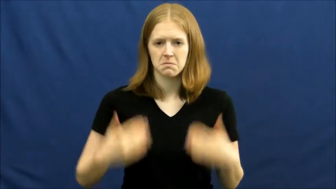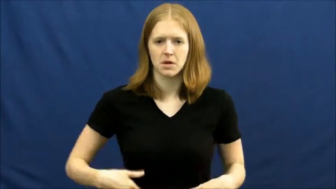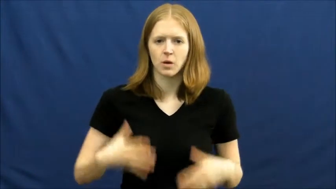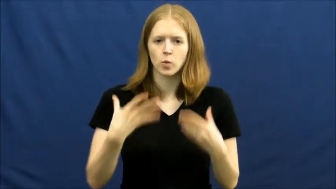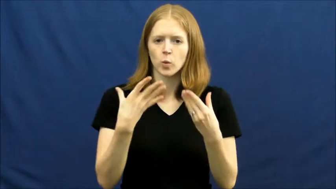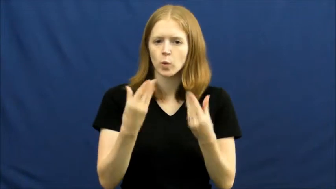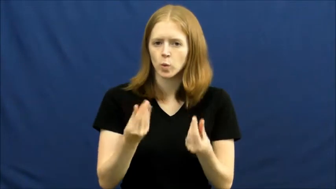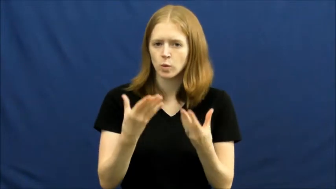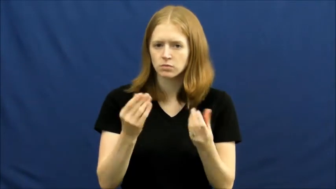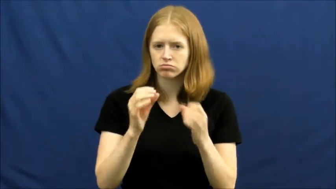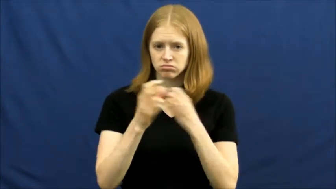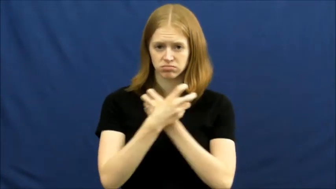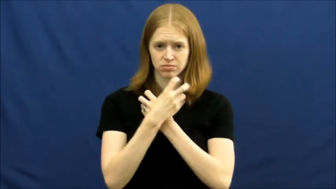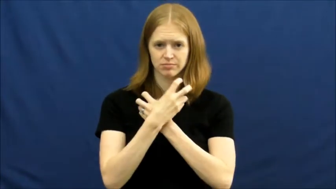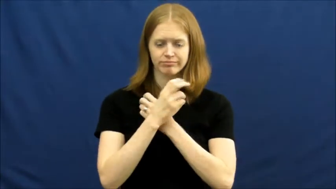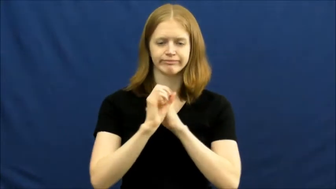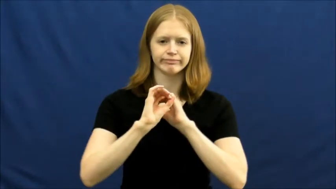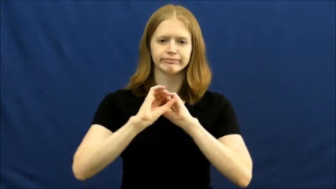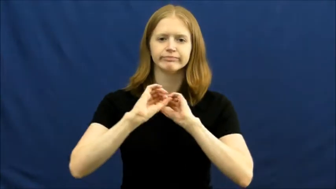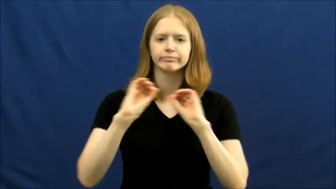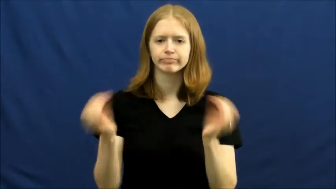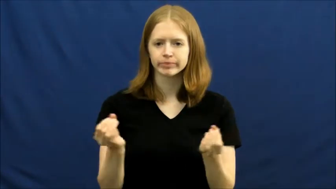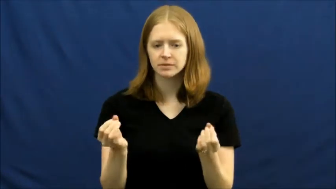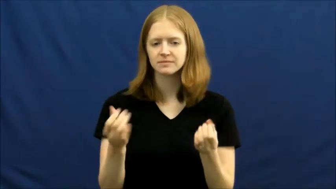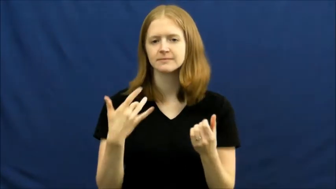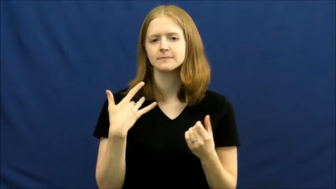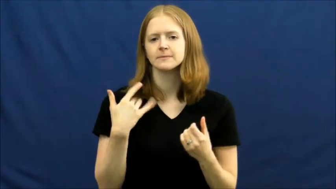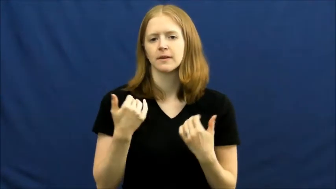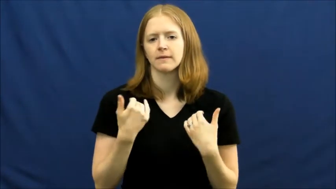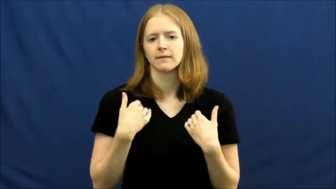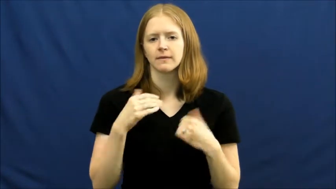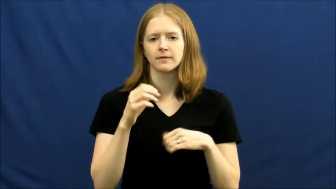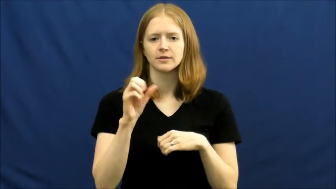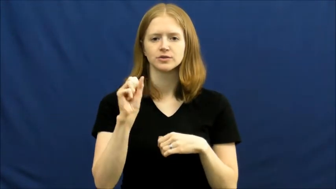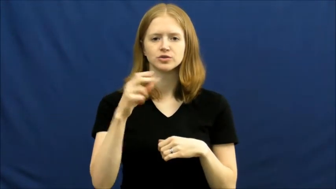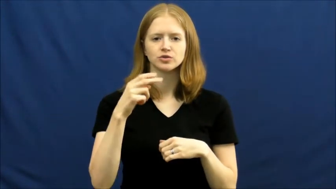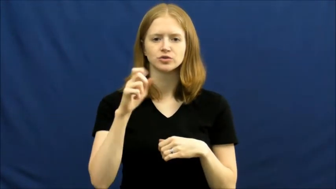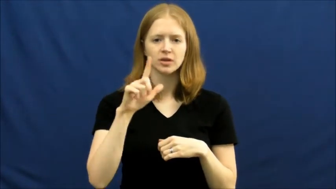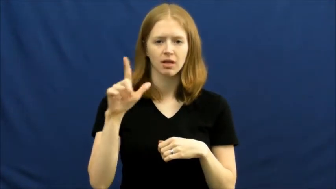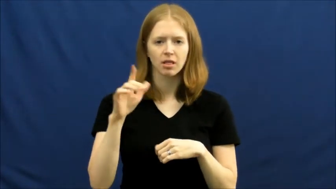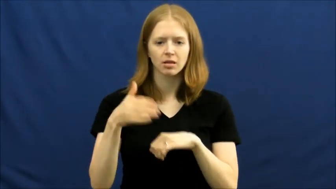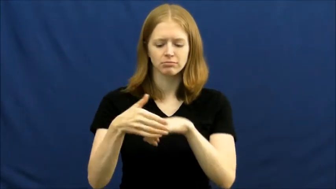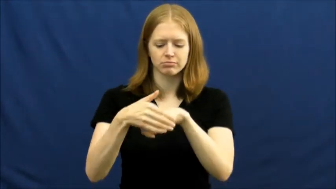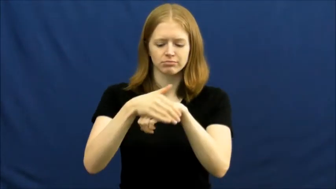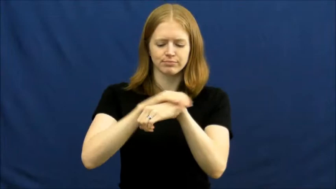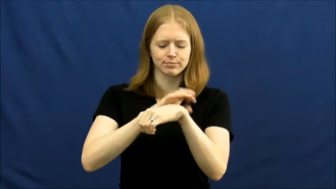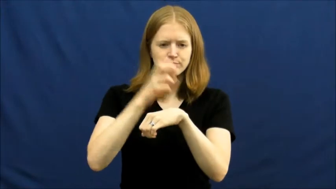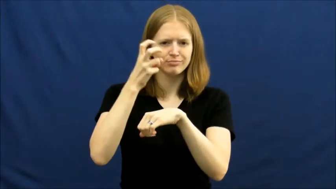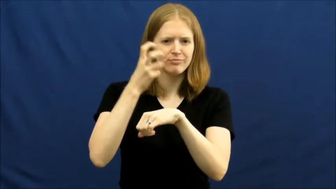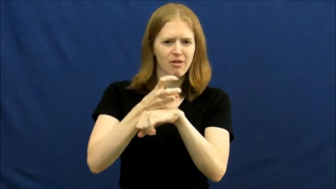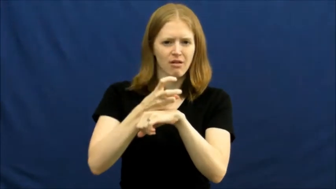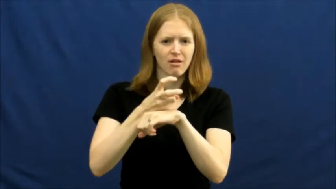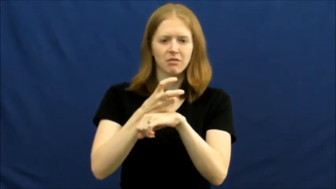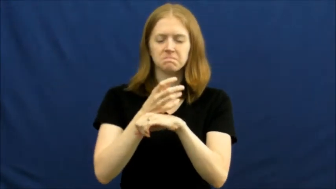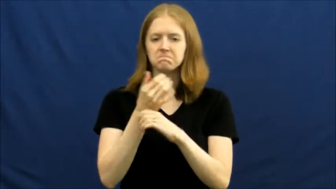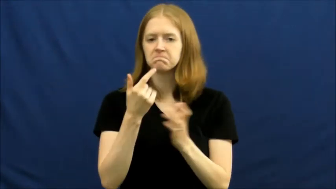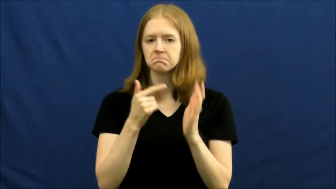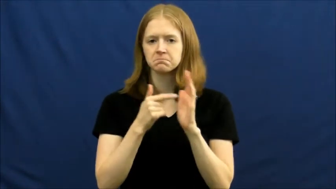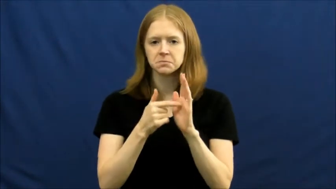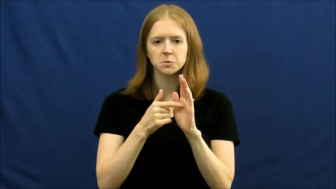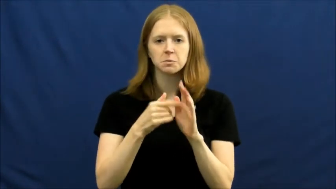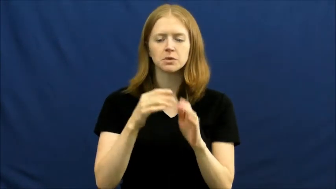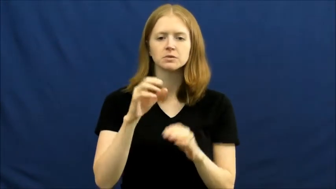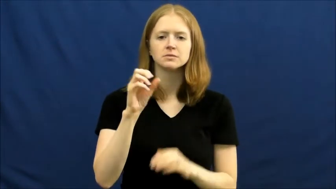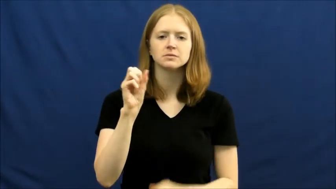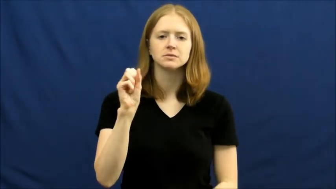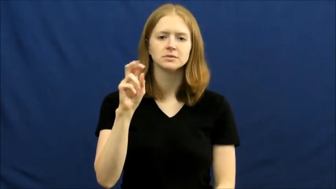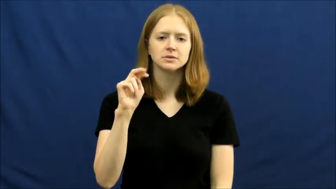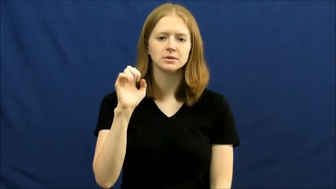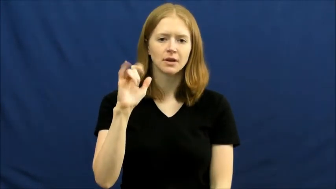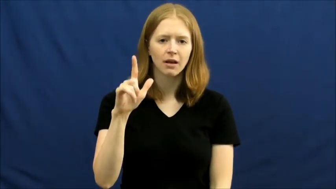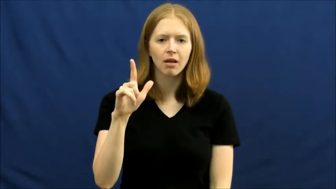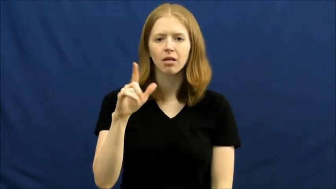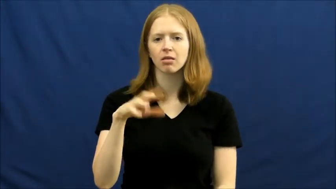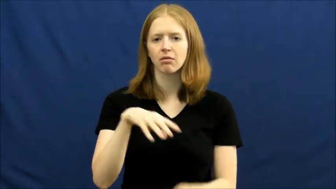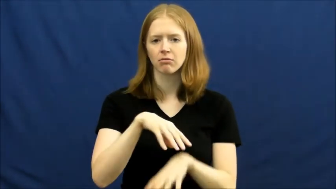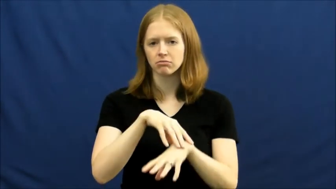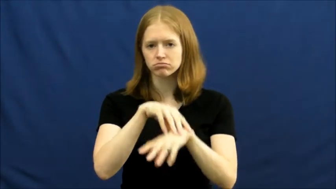Mollusk